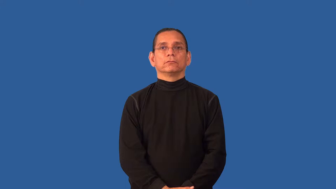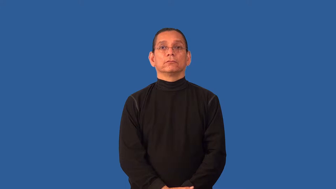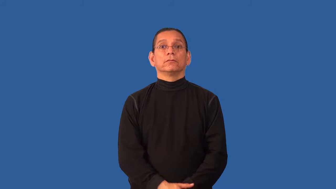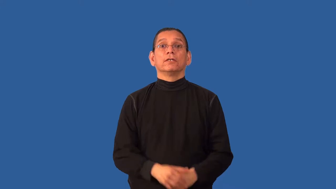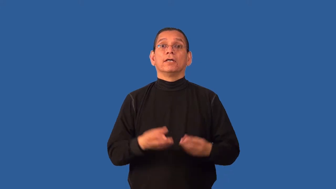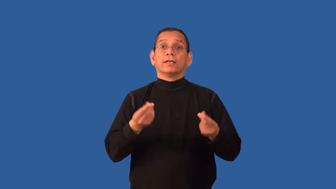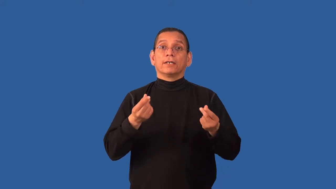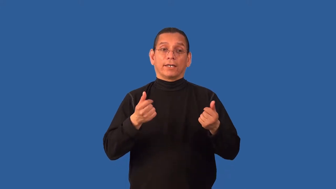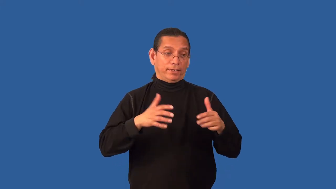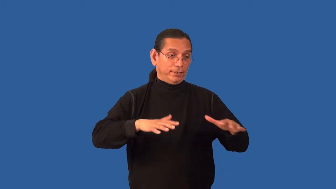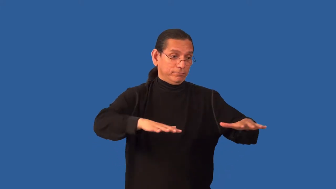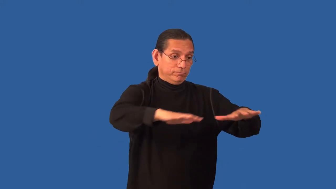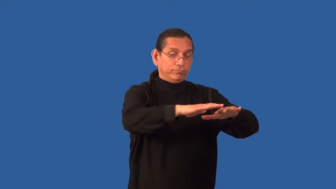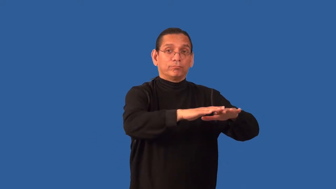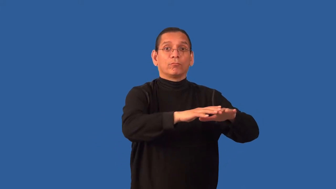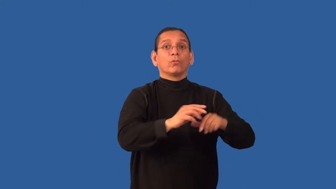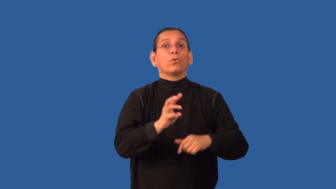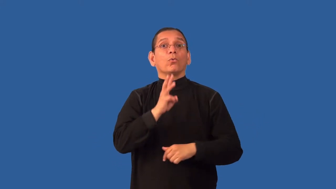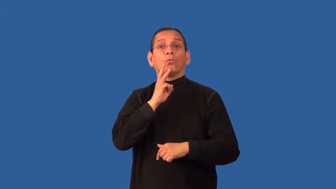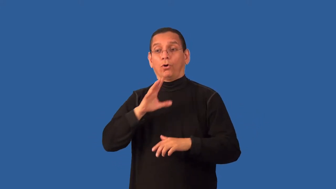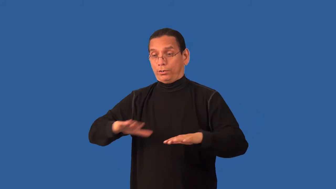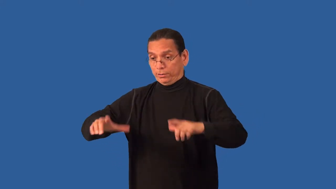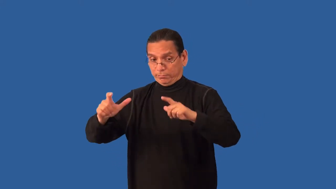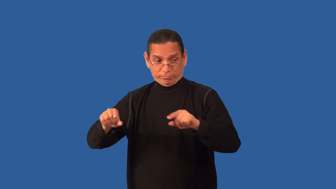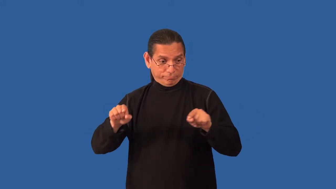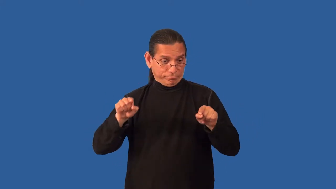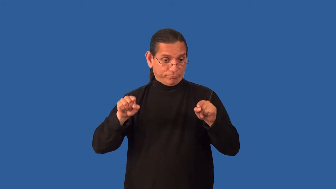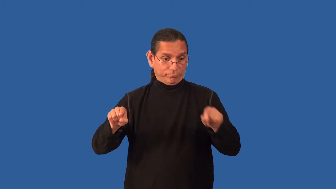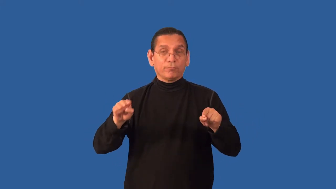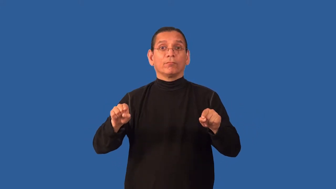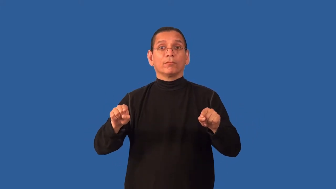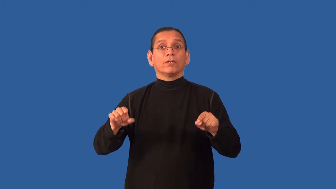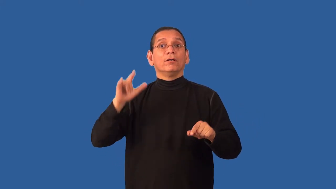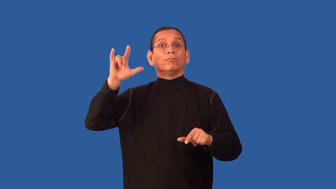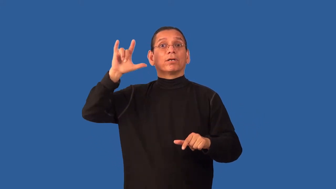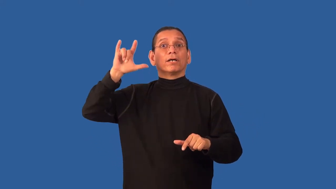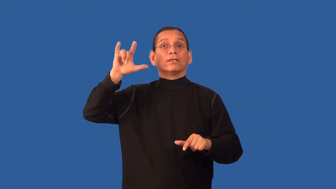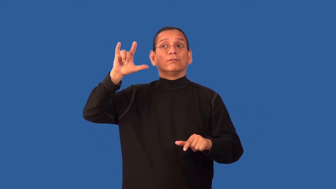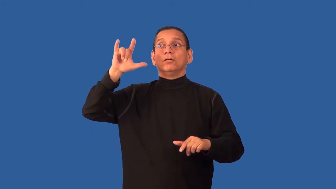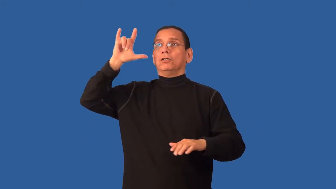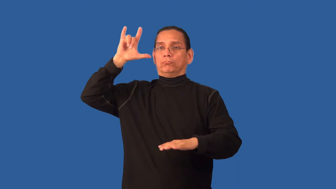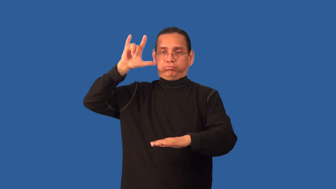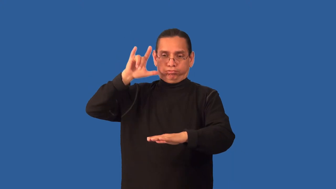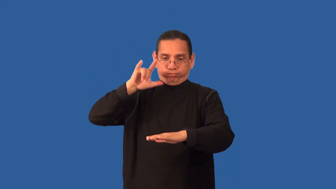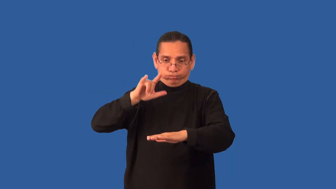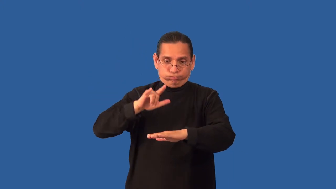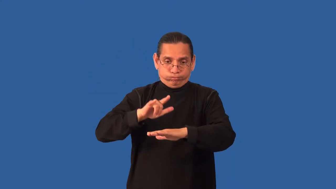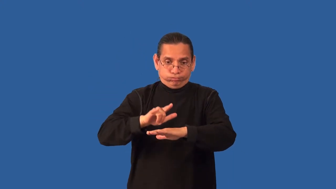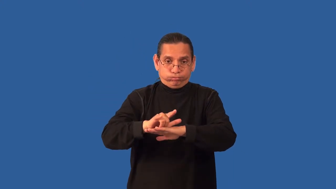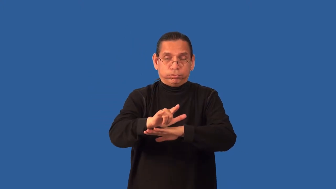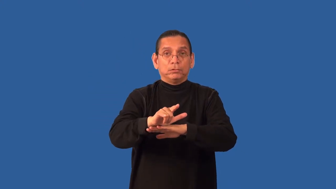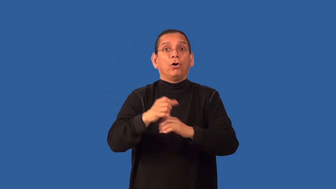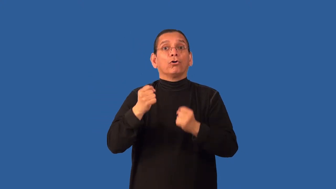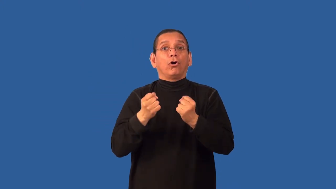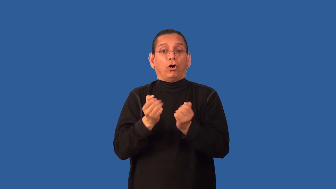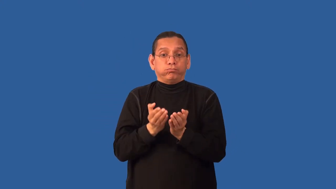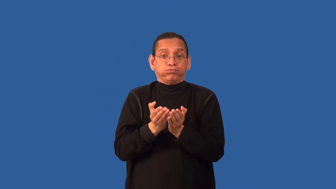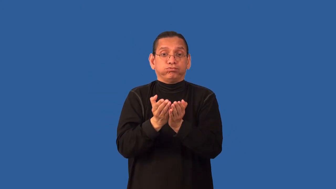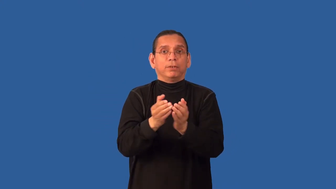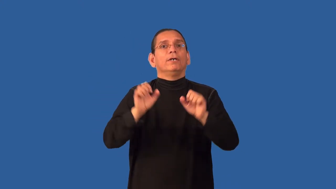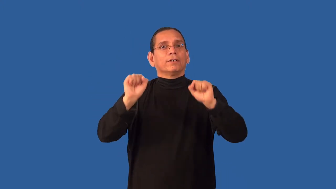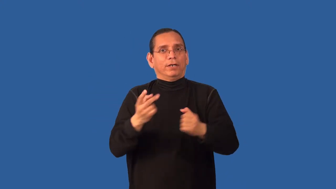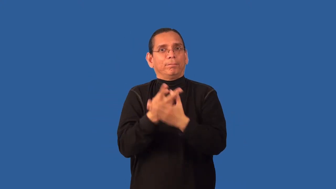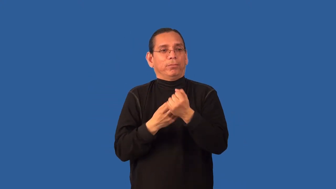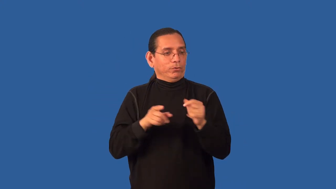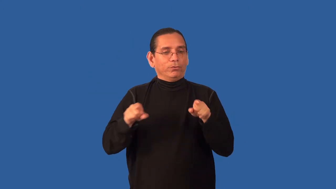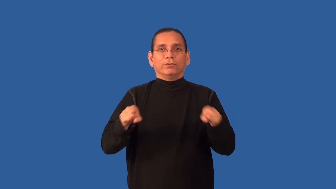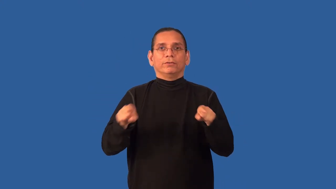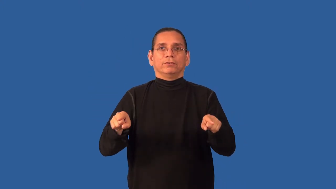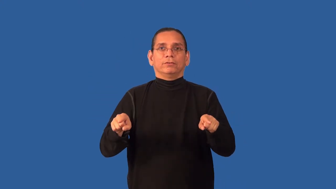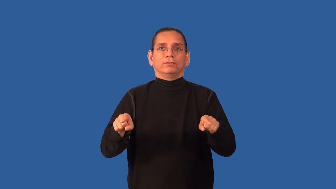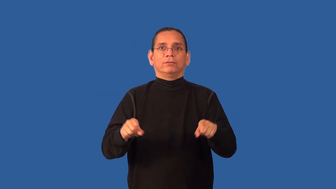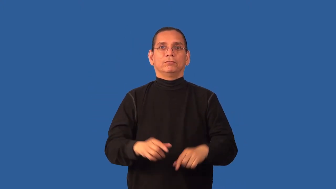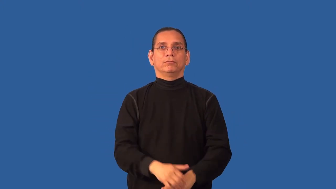amphibian,aquatic